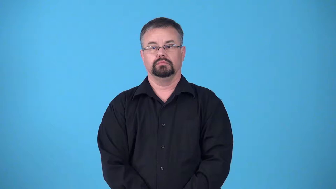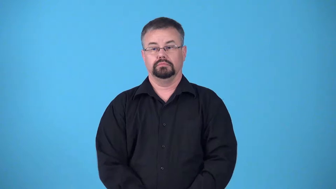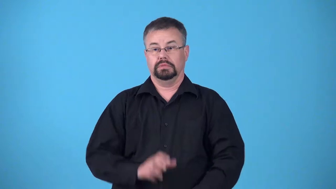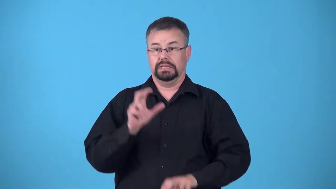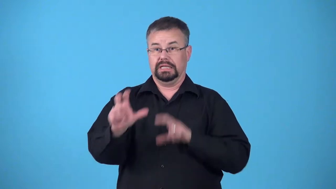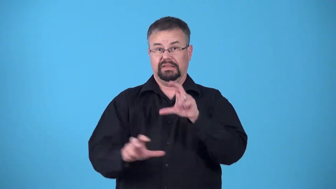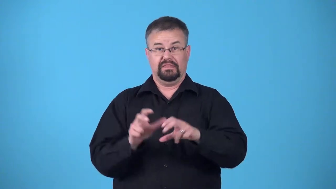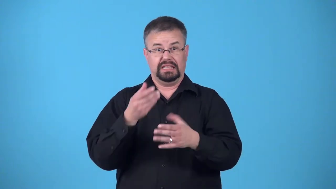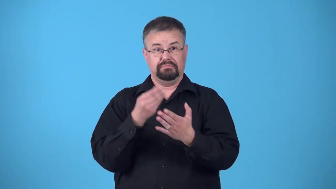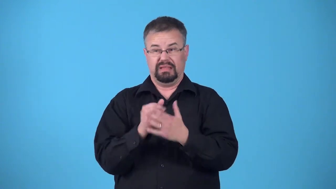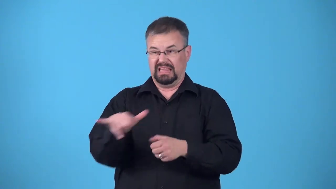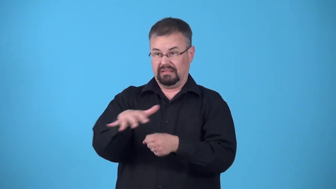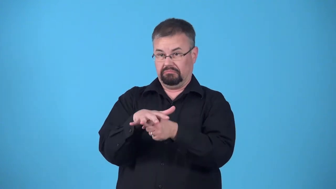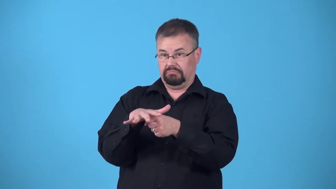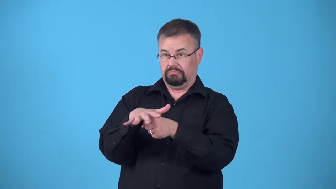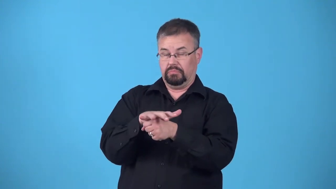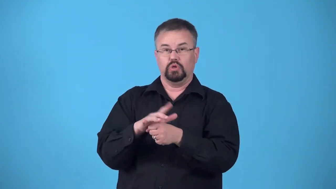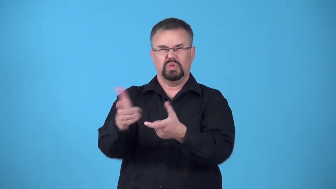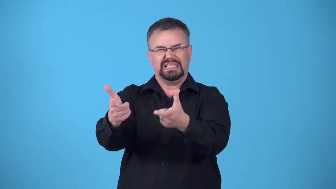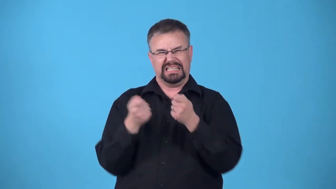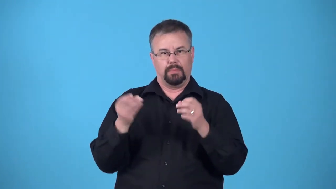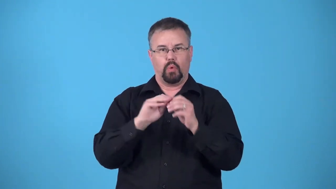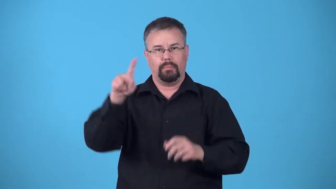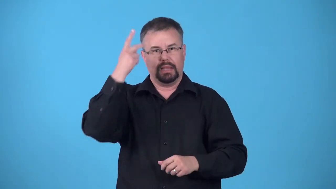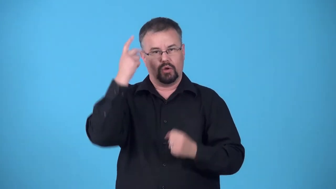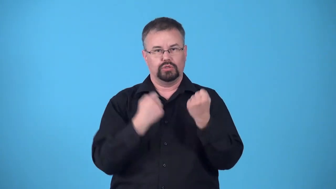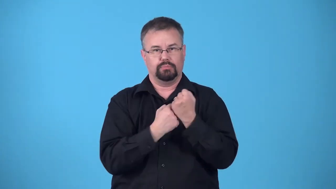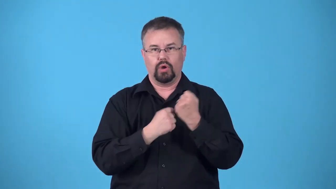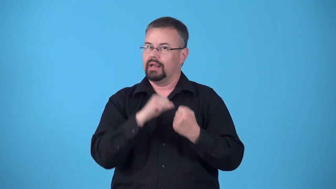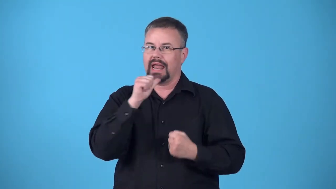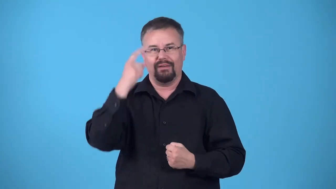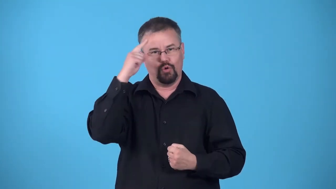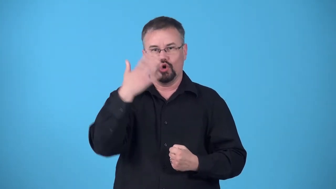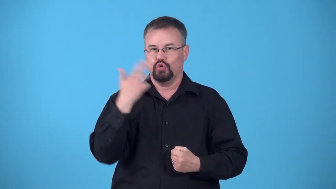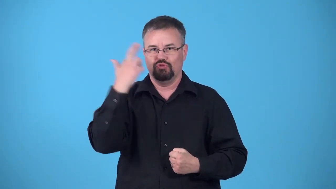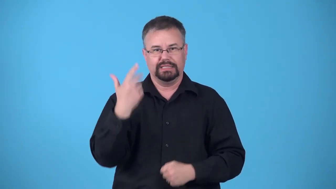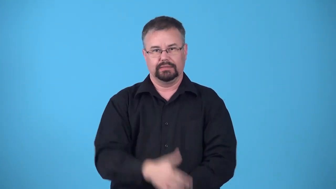pork barrel,pork